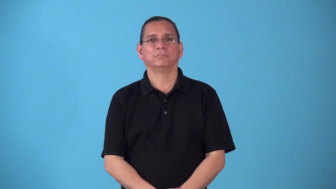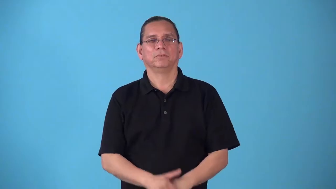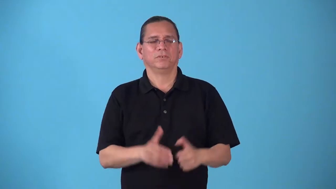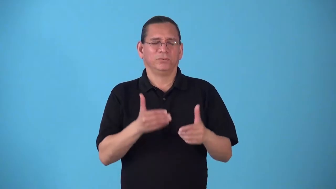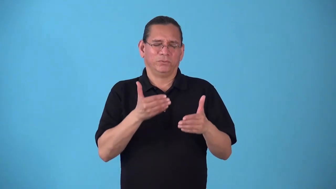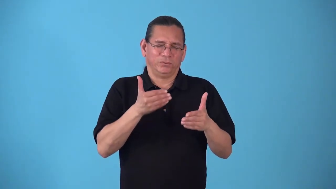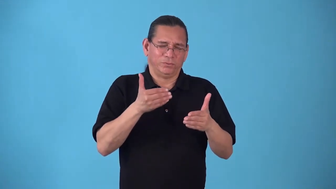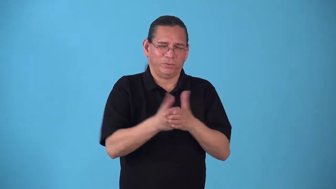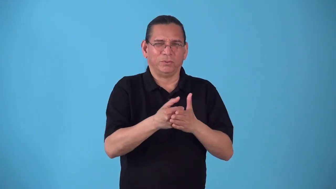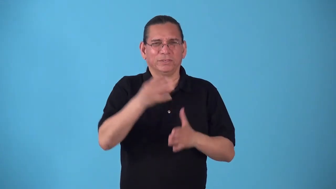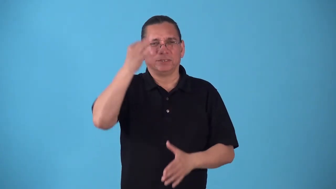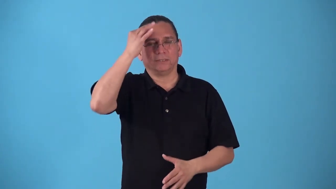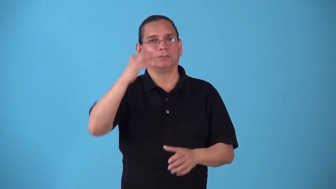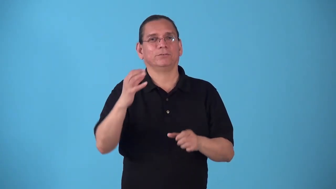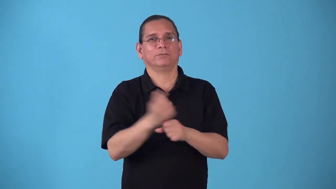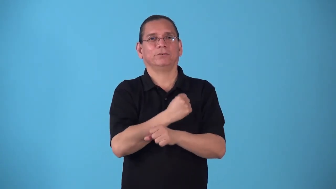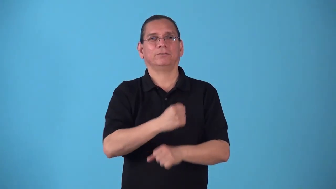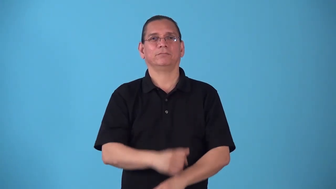squeaker-game